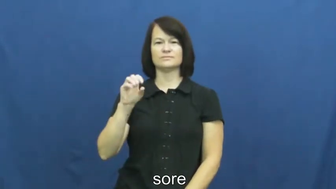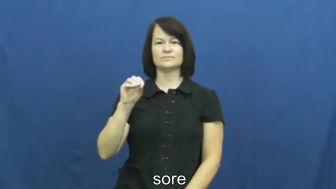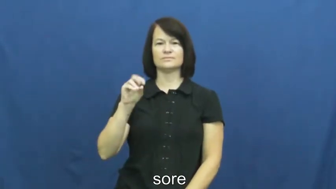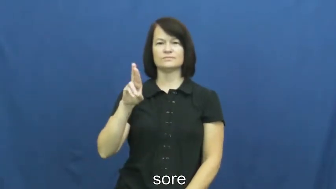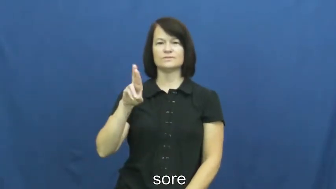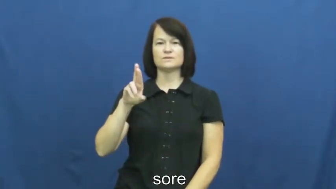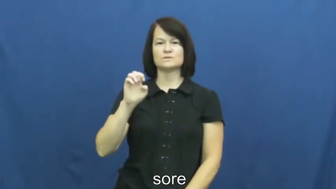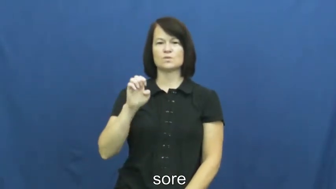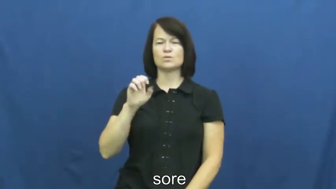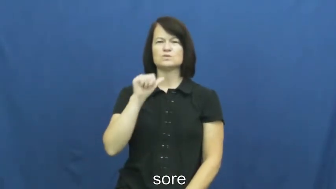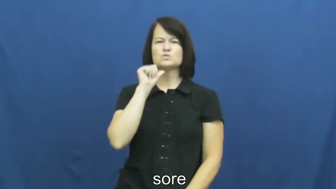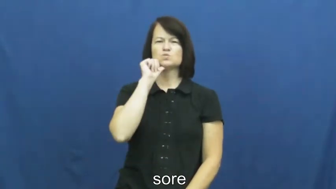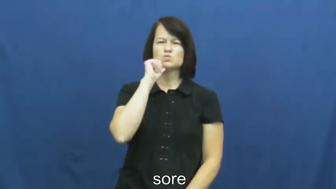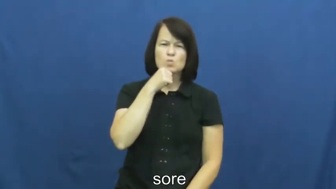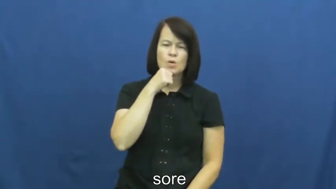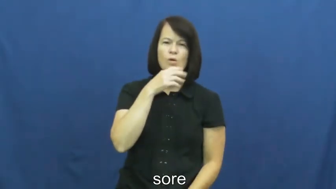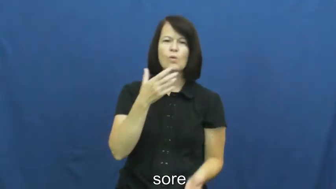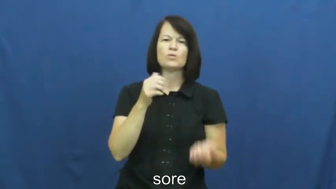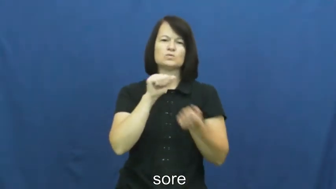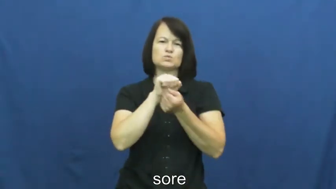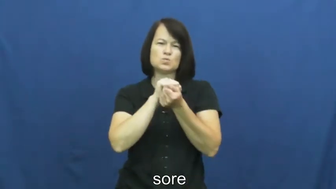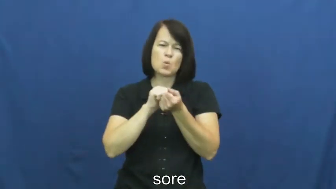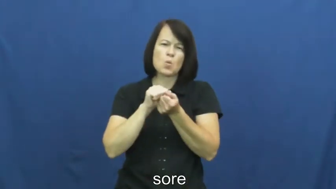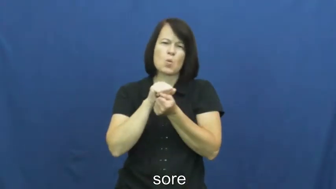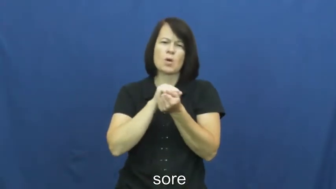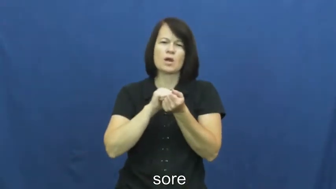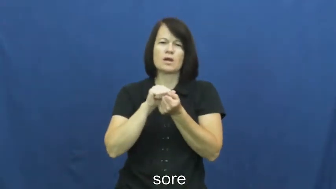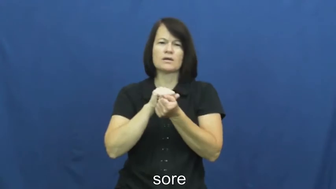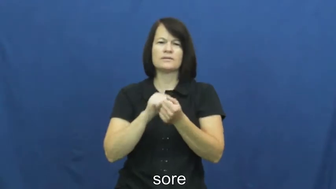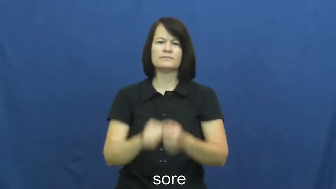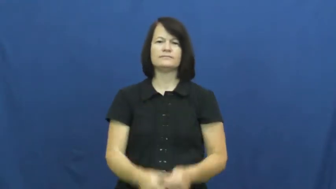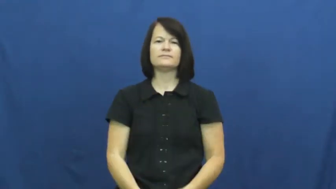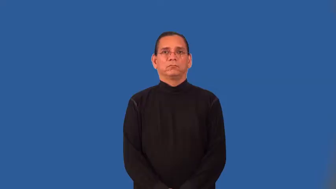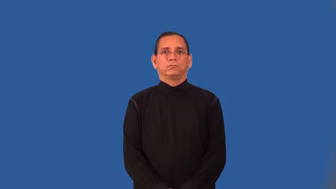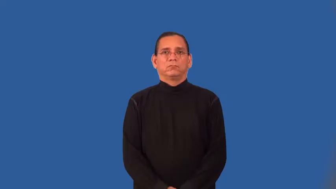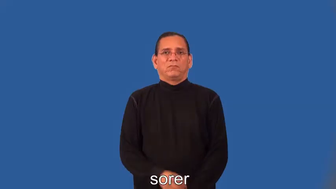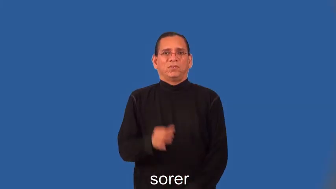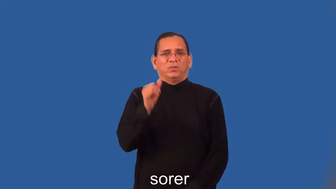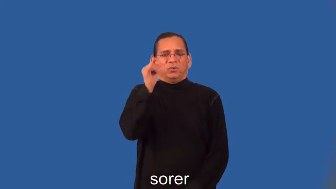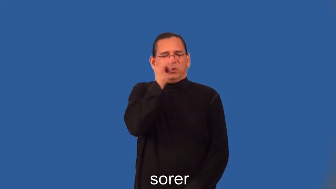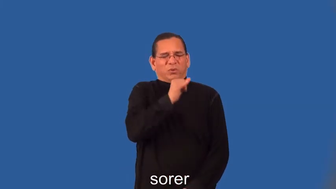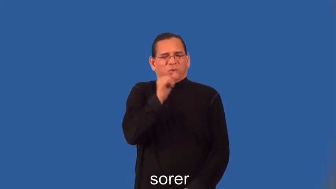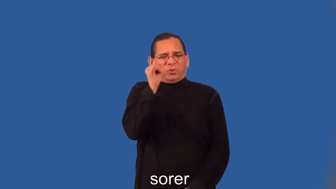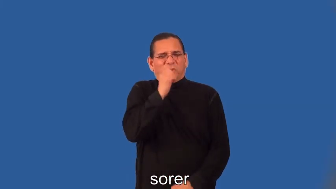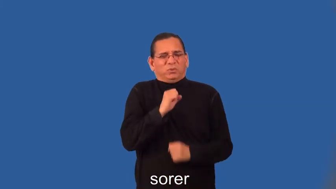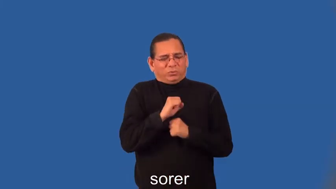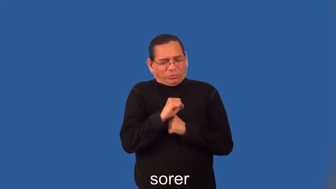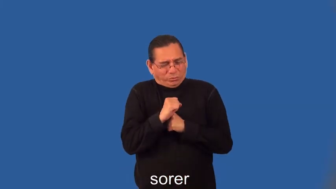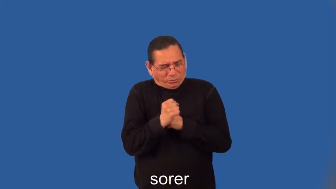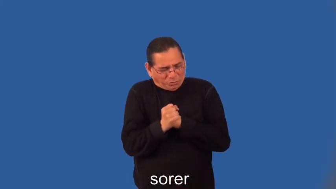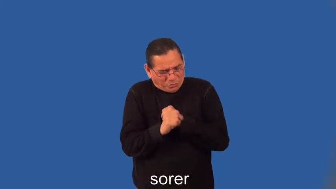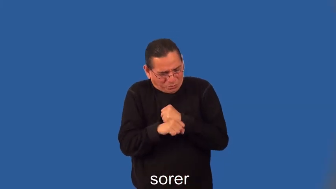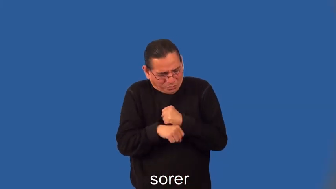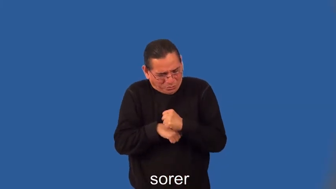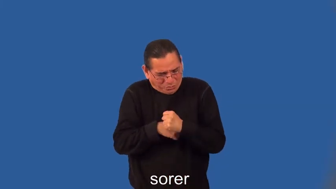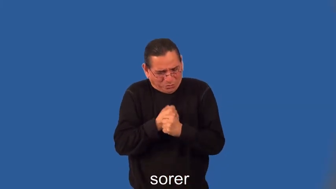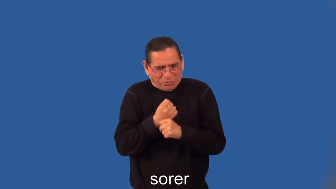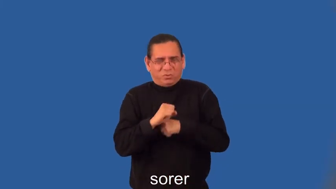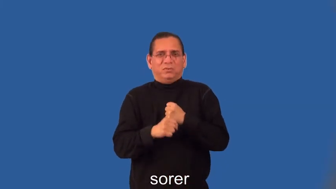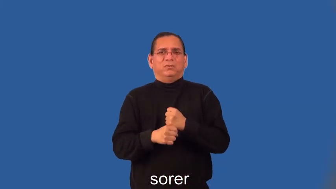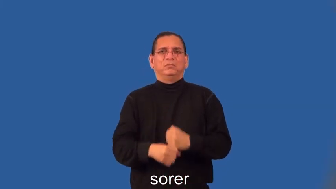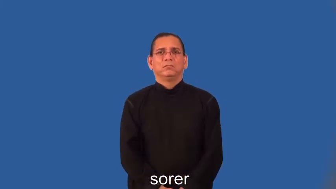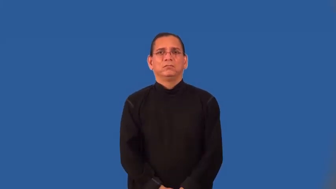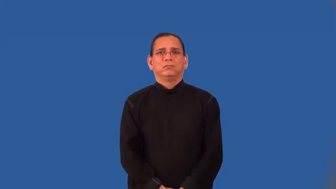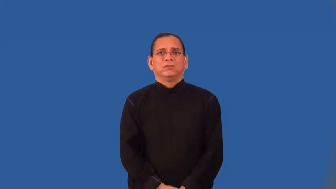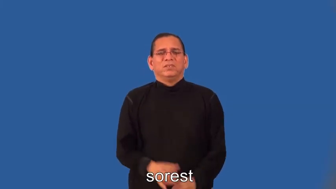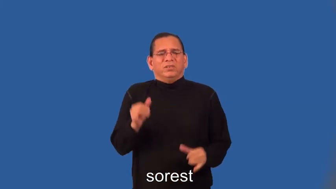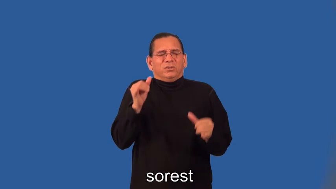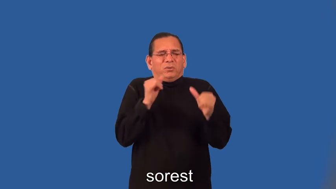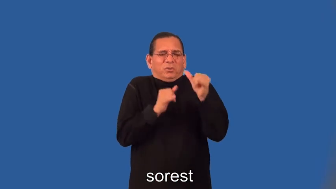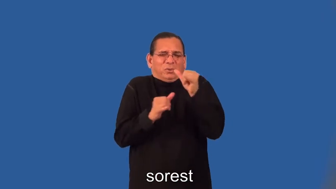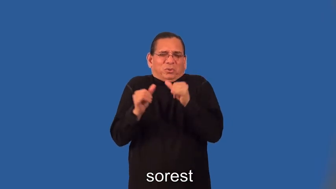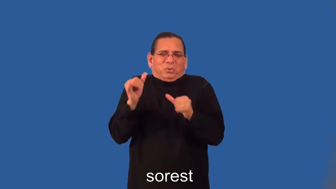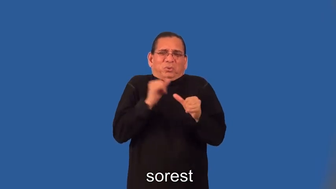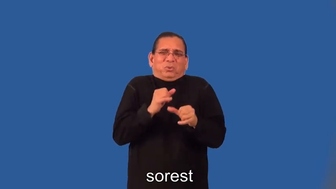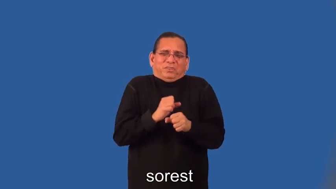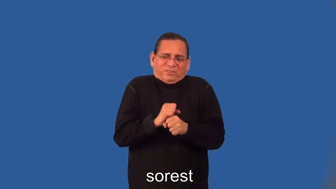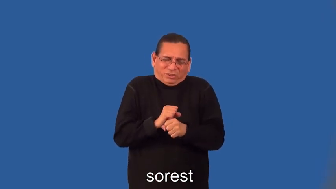sorer,sorest-pain